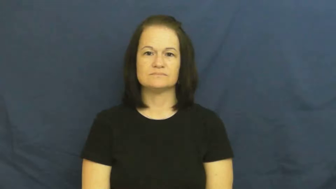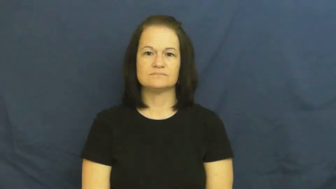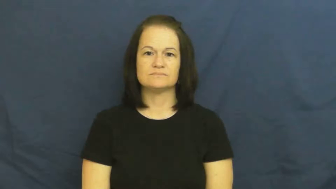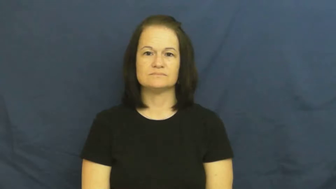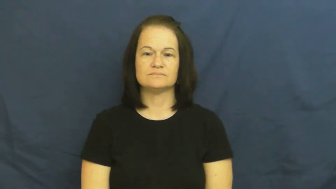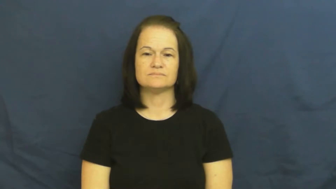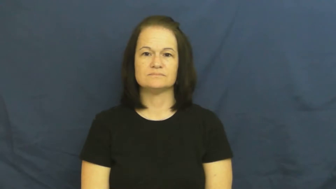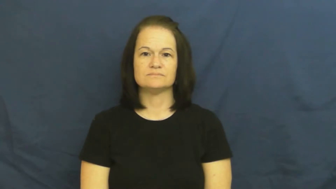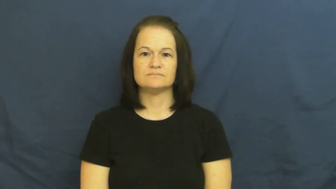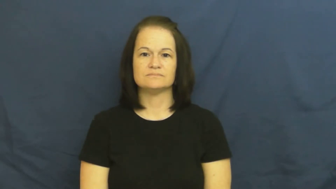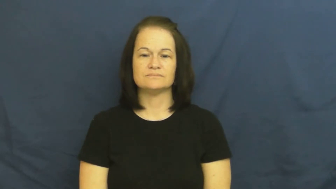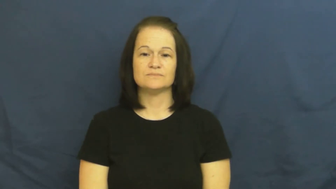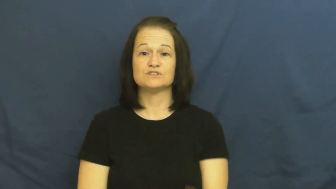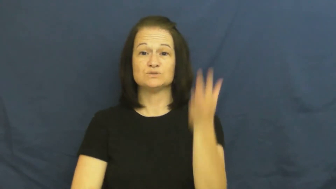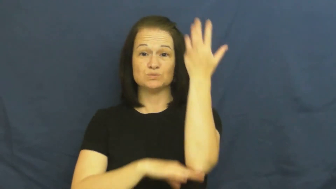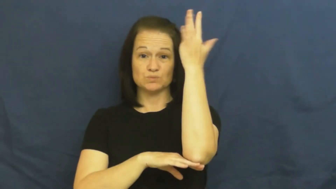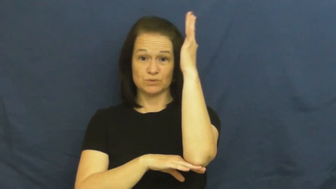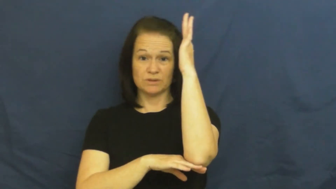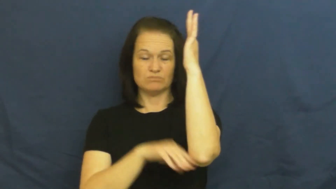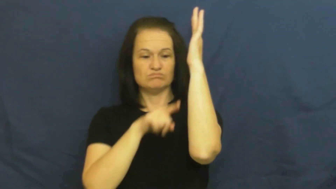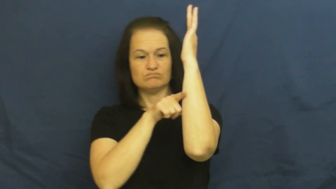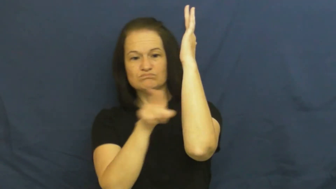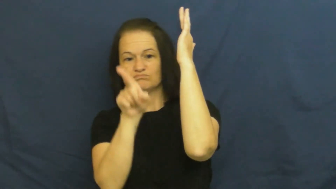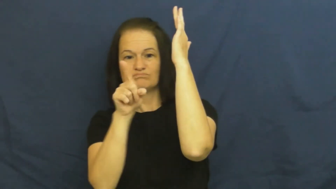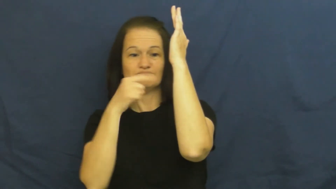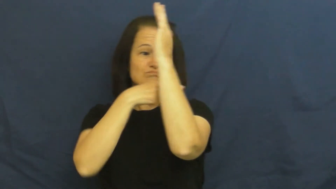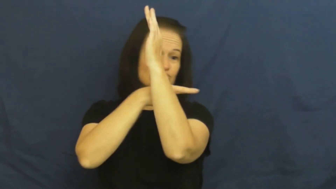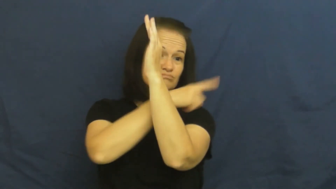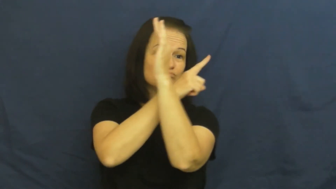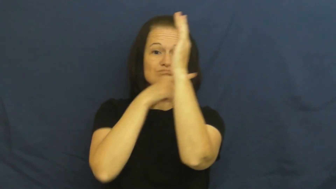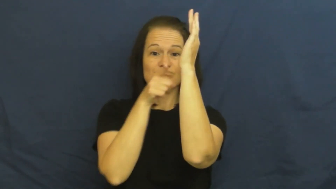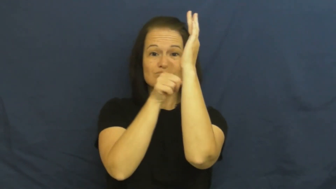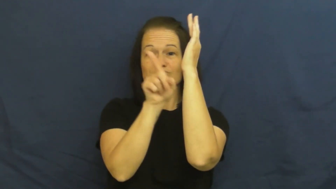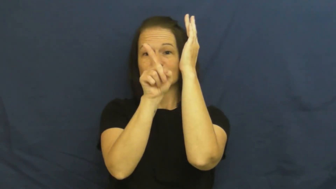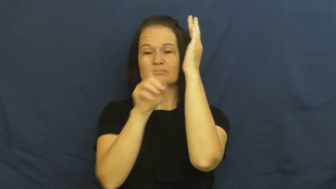branch,bough,limb,offshoot